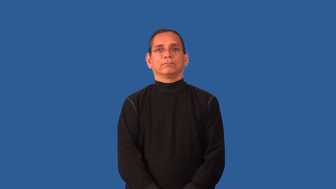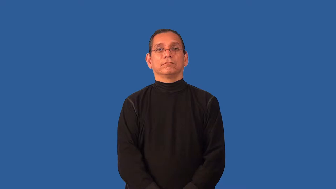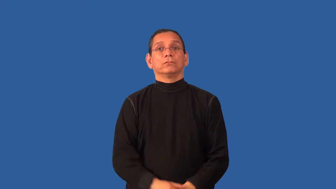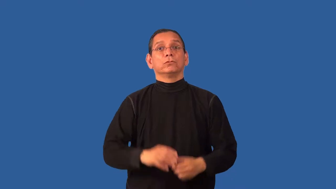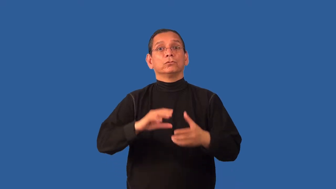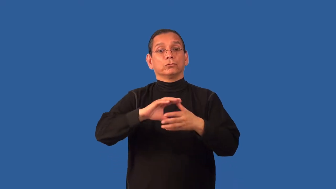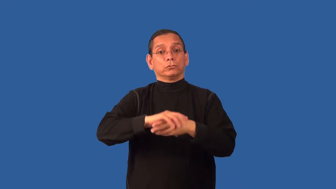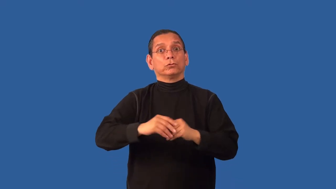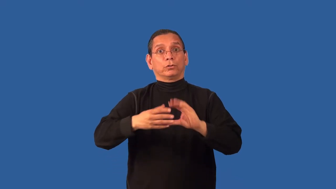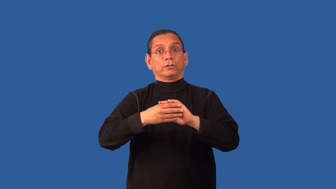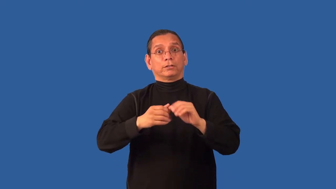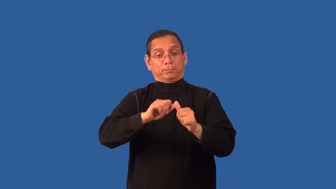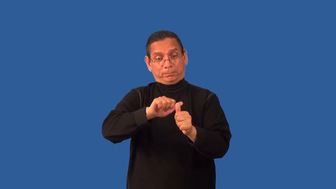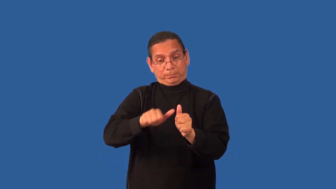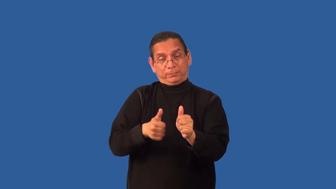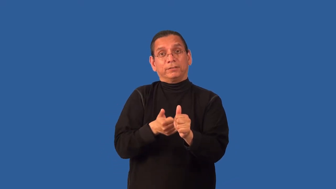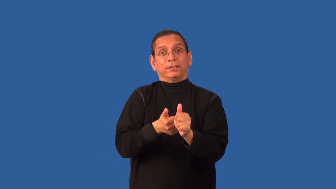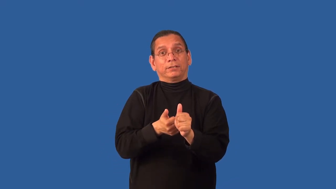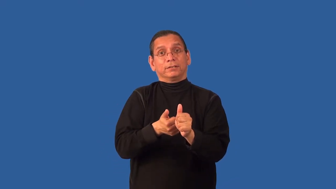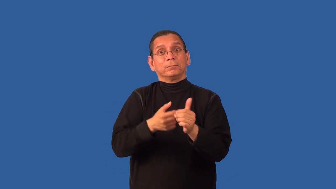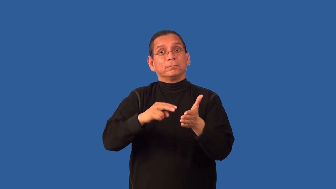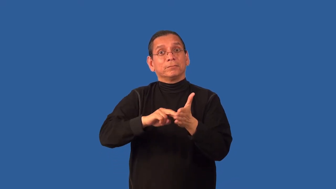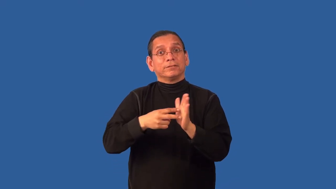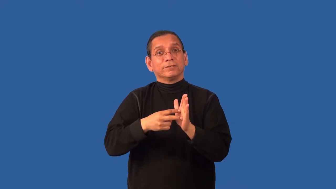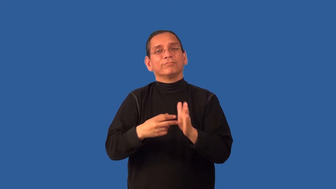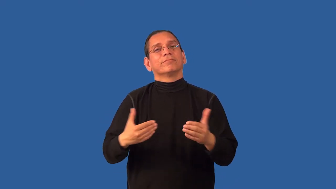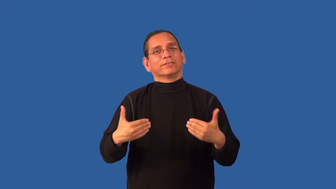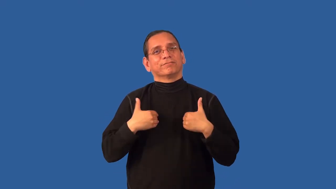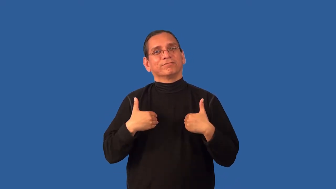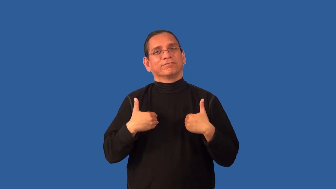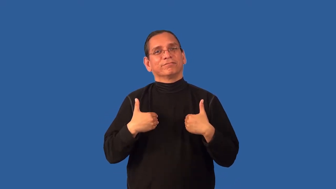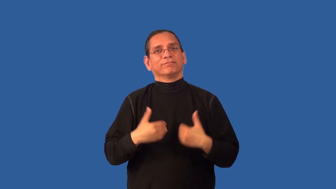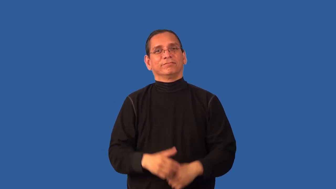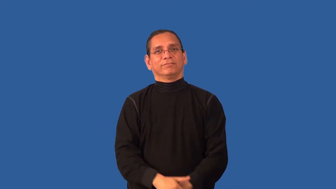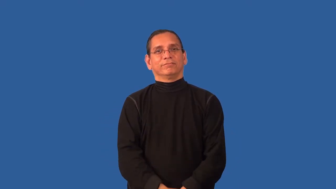allegory